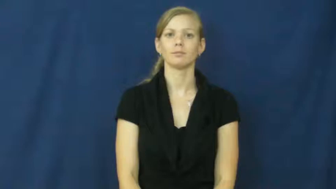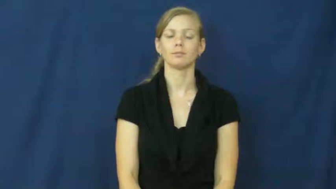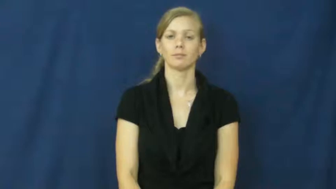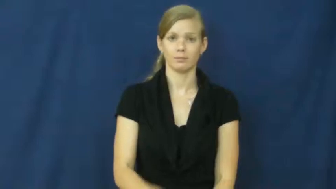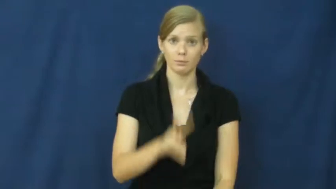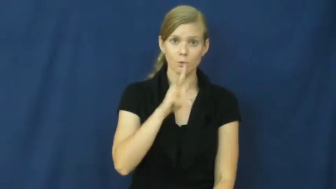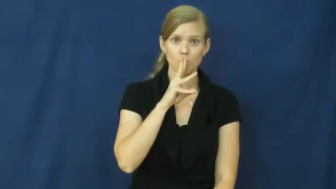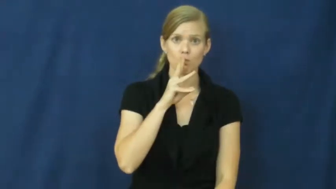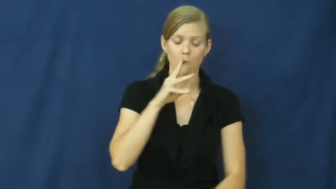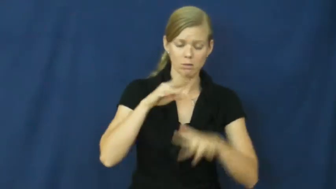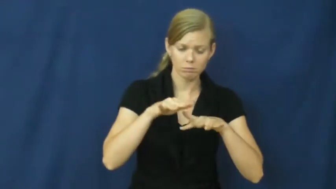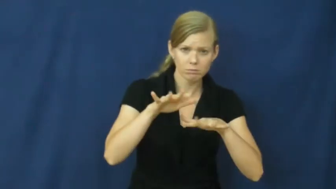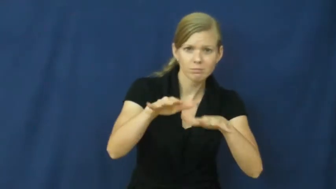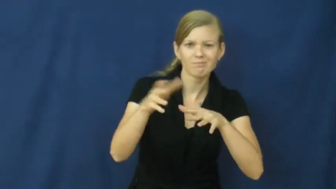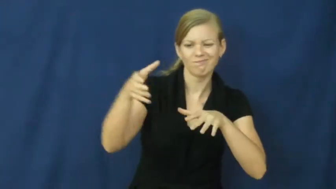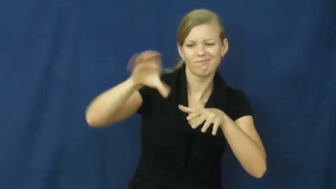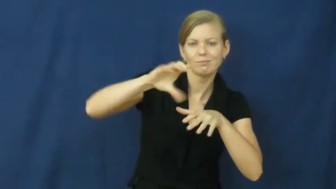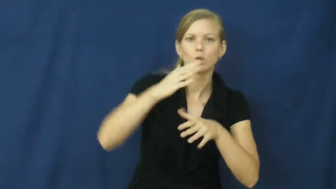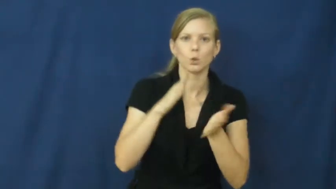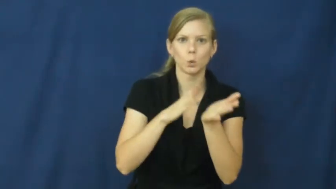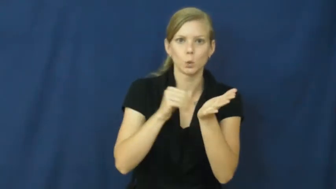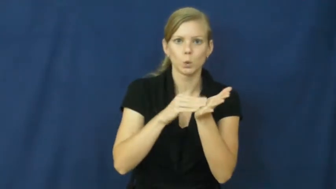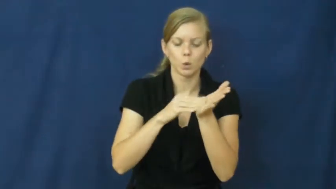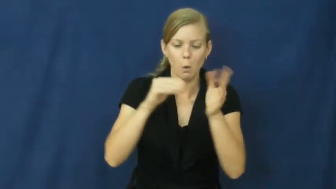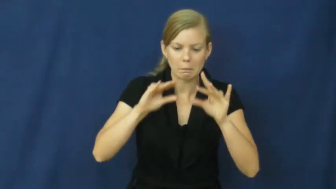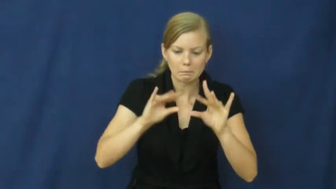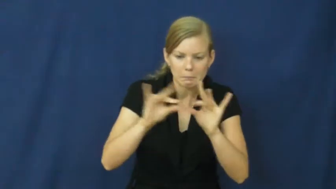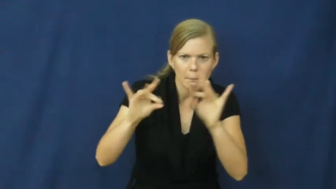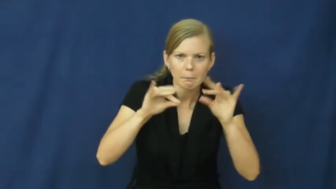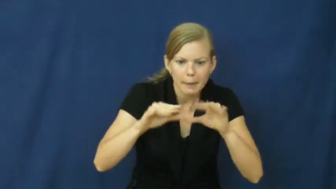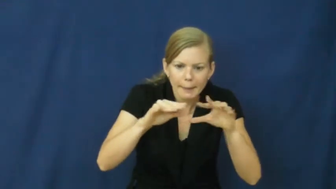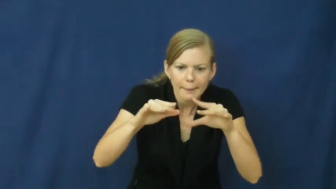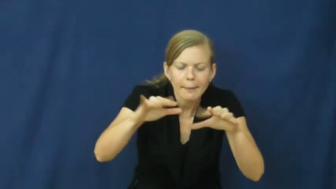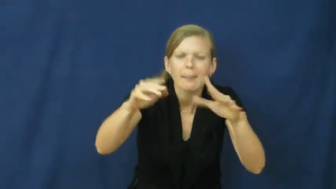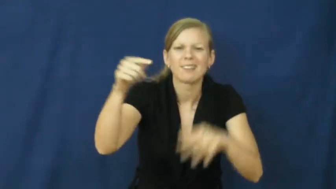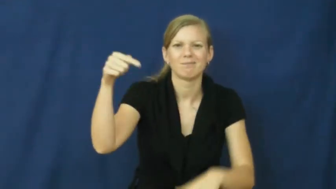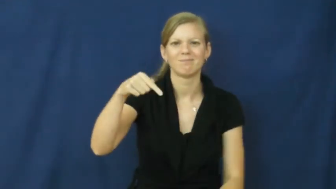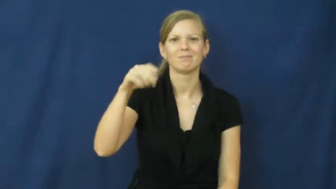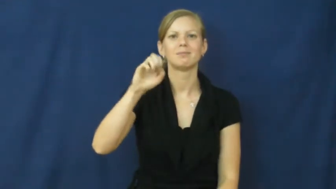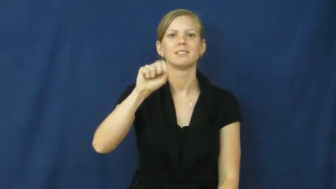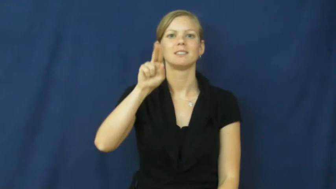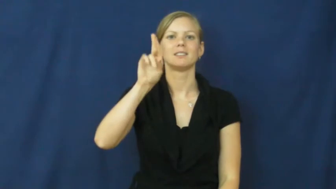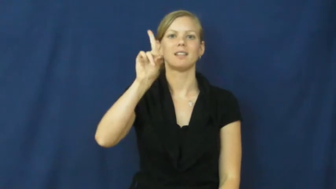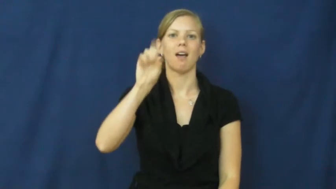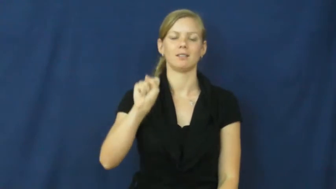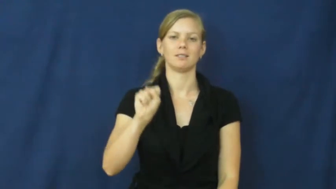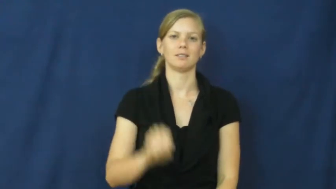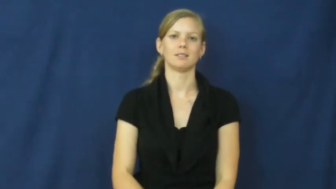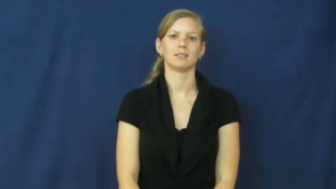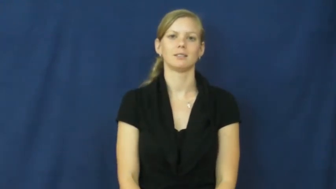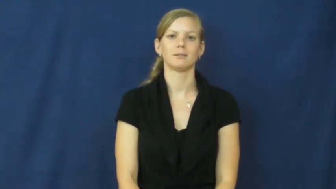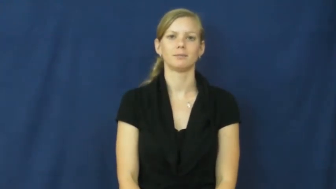suds,sudsy